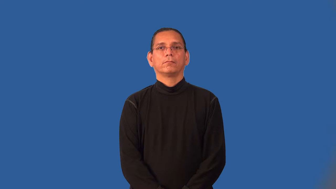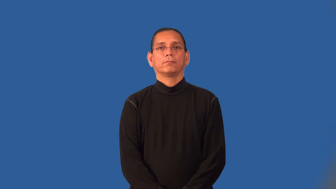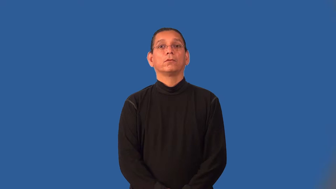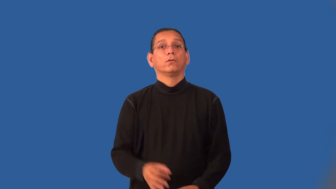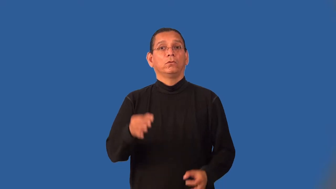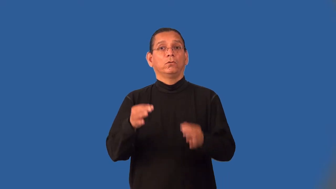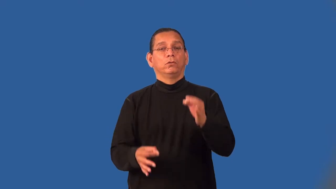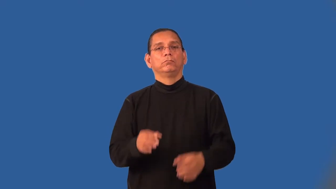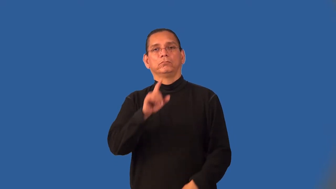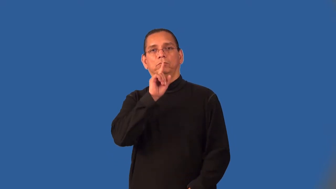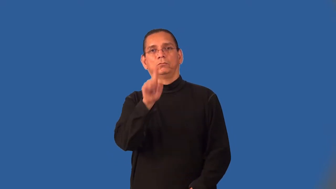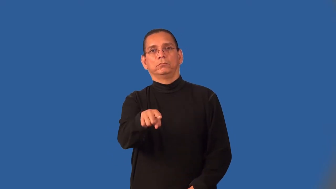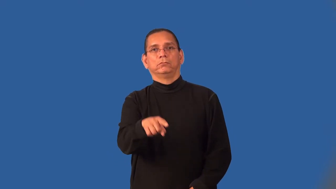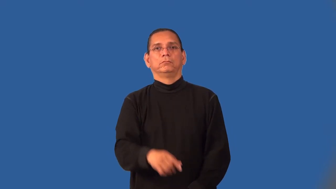injunction